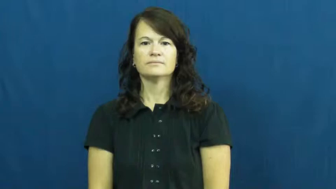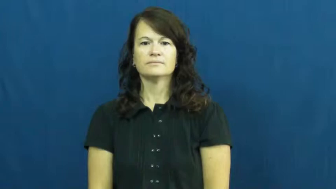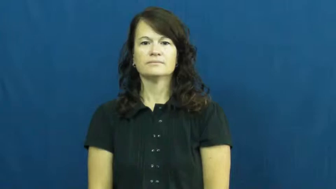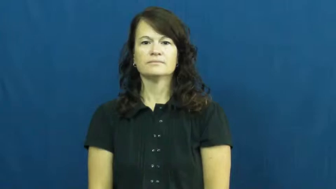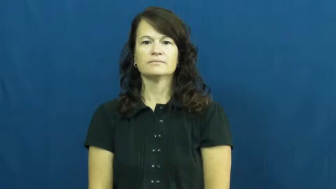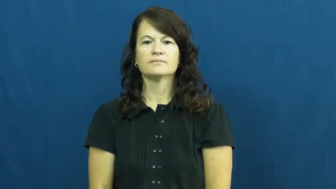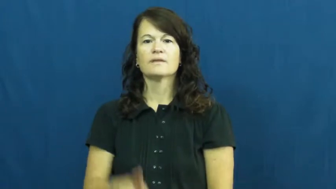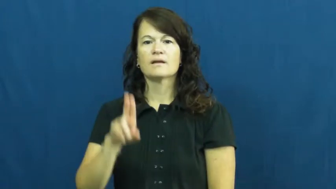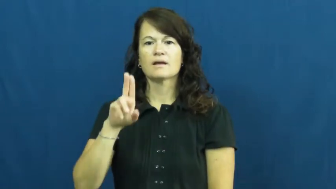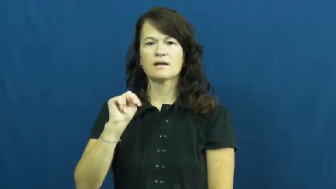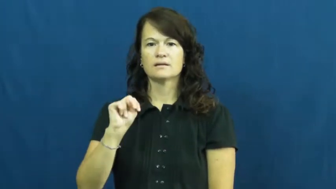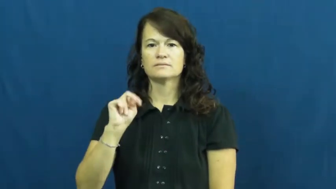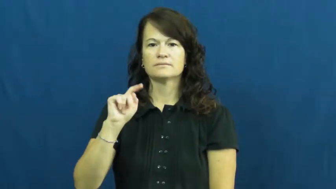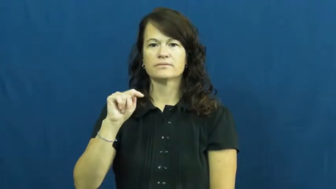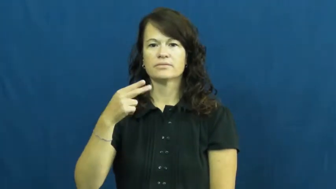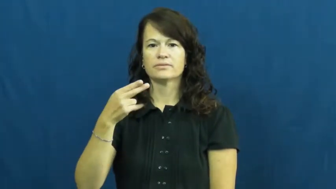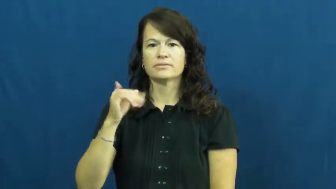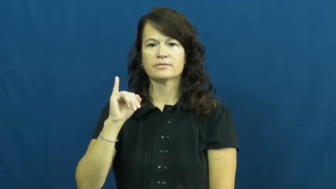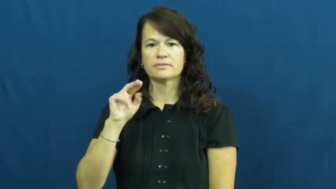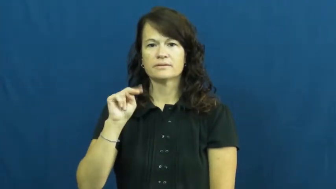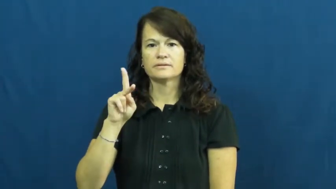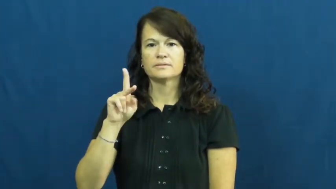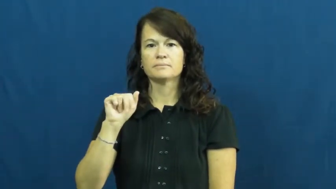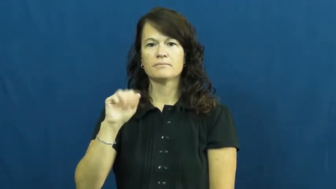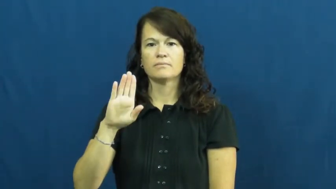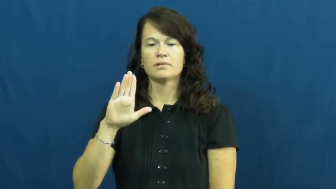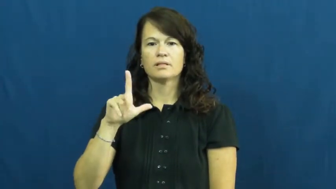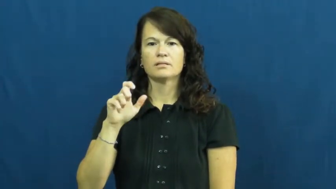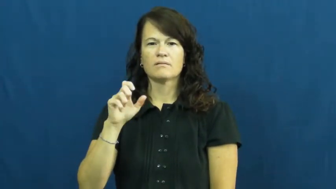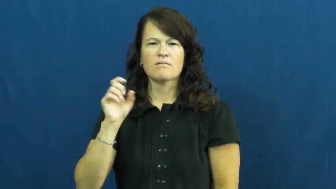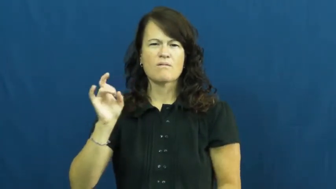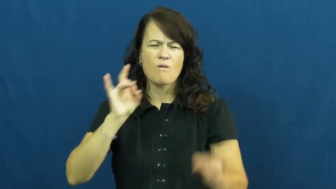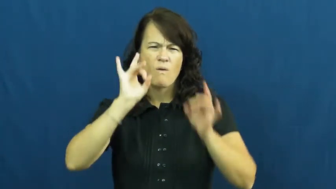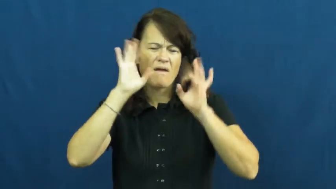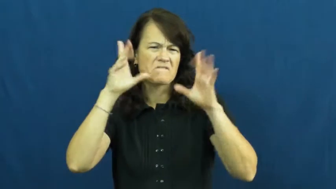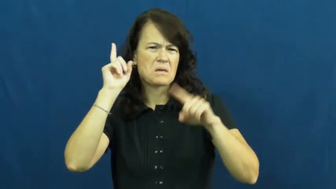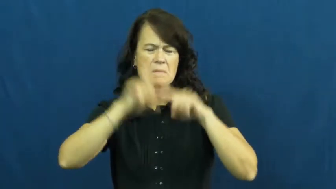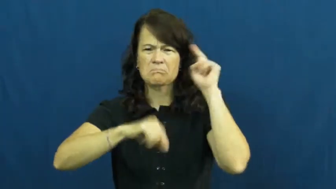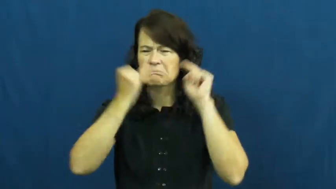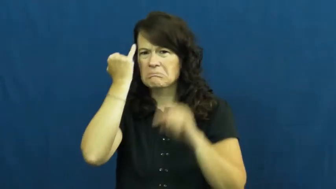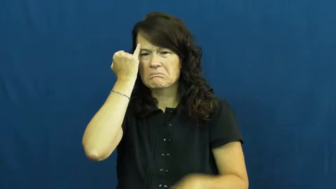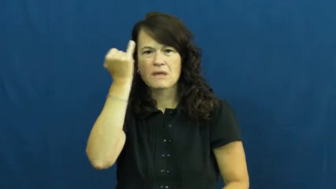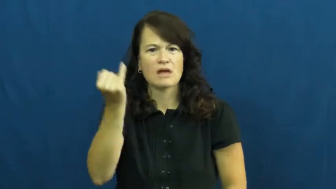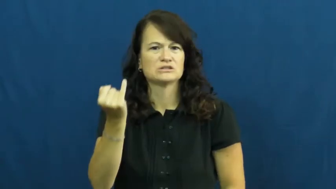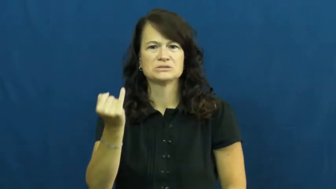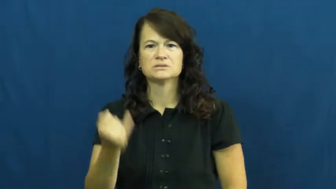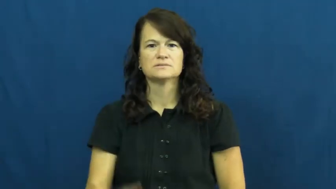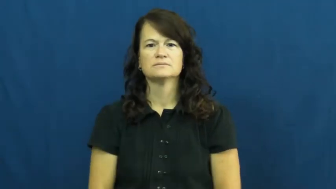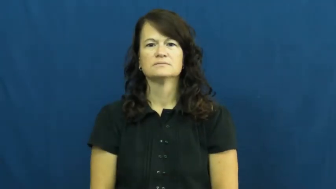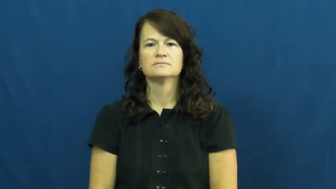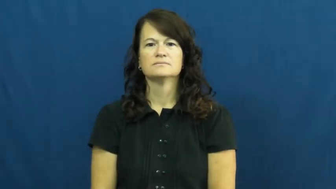unthinkable